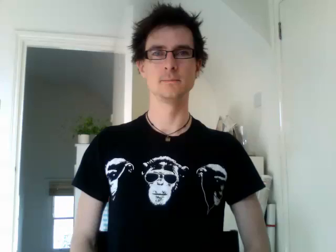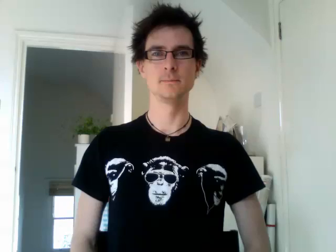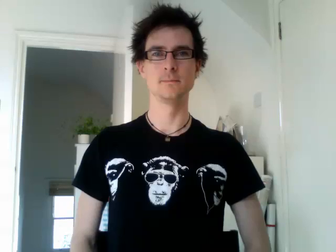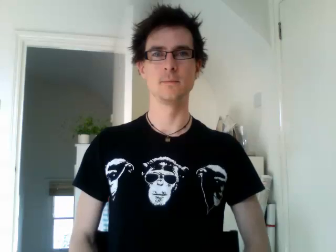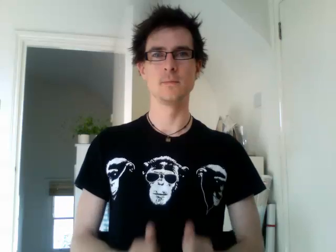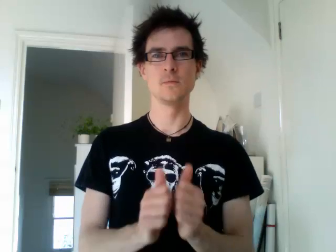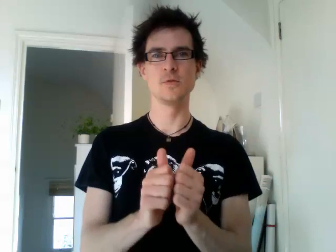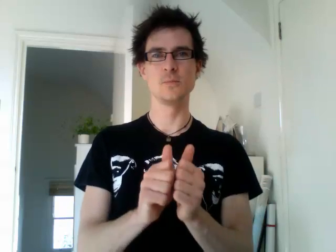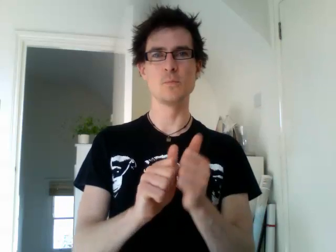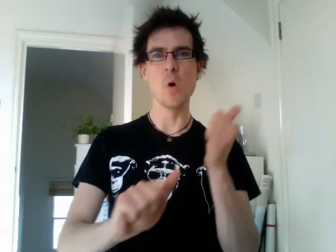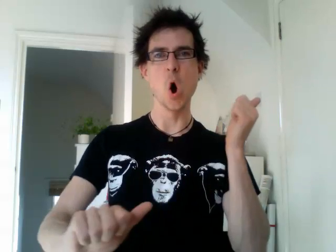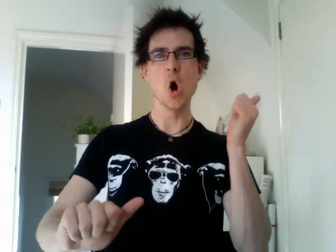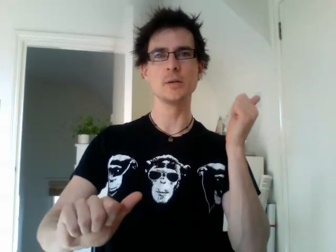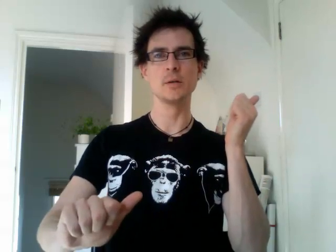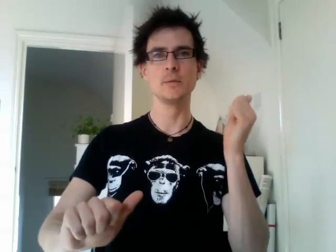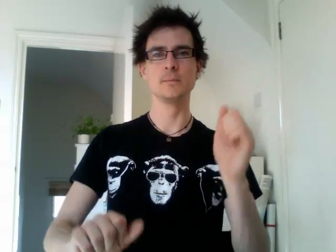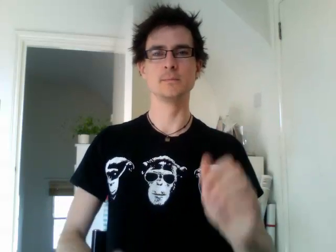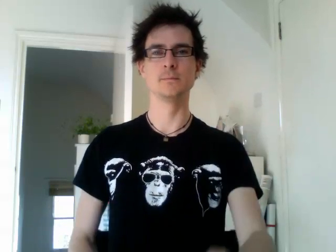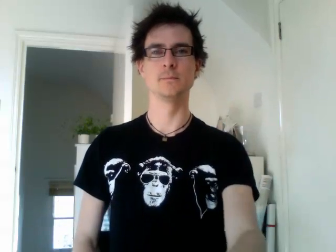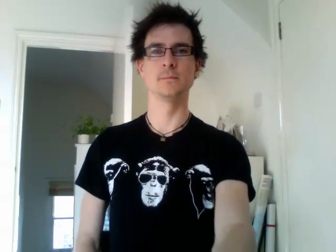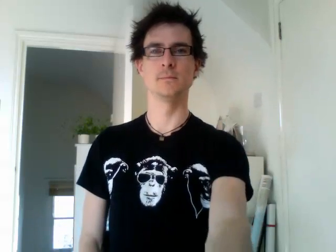sport 2